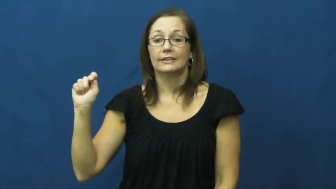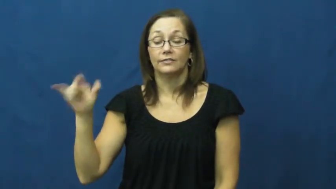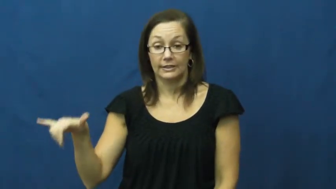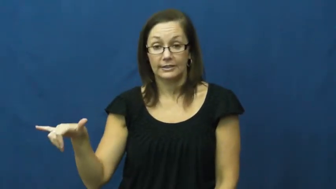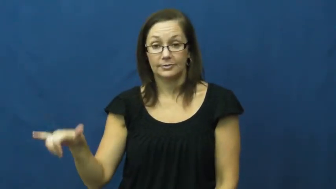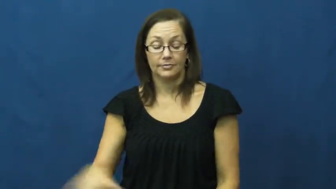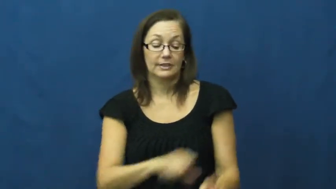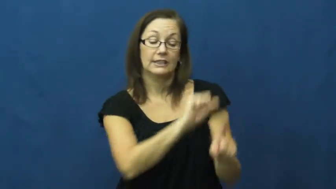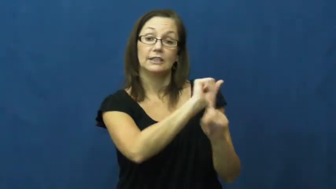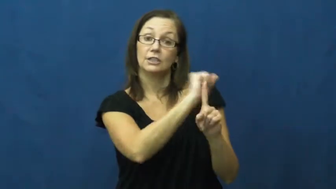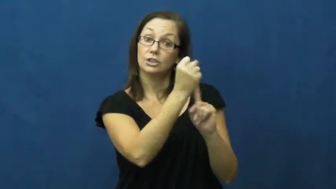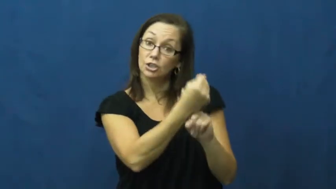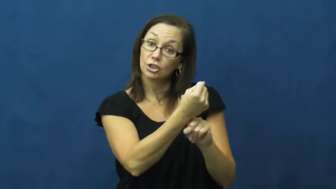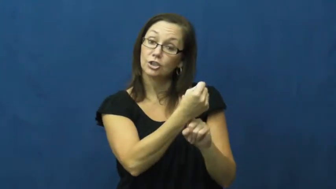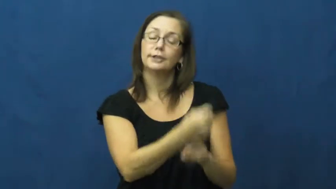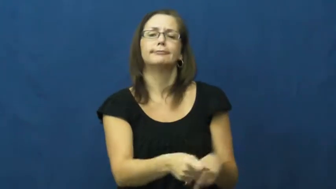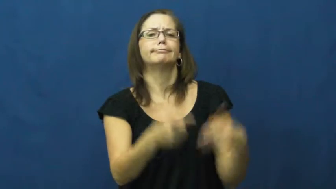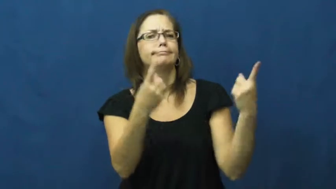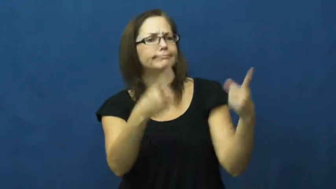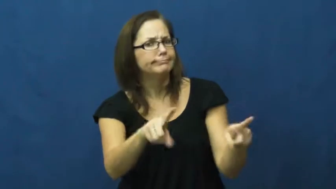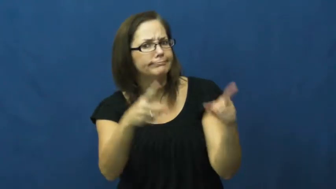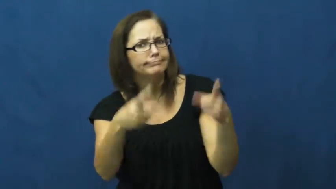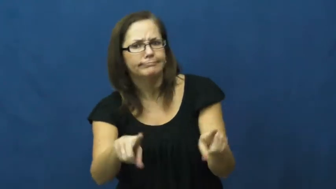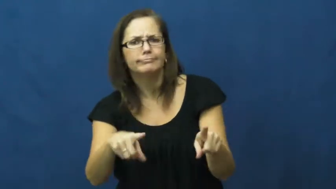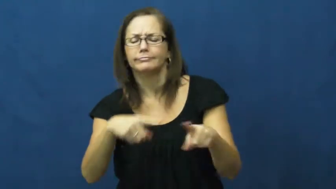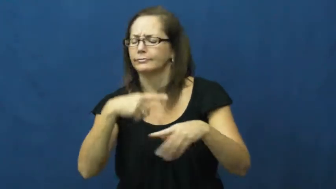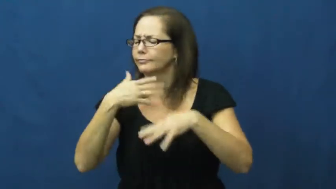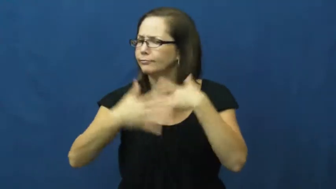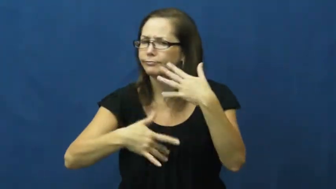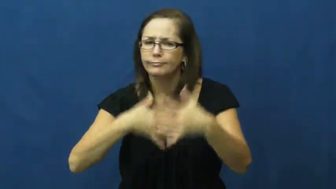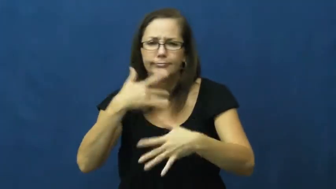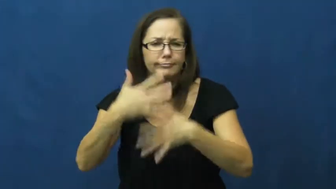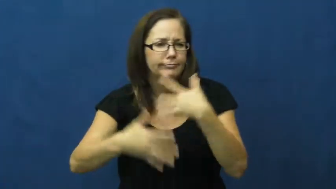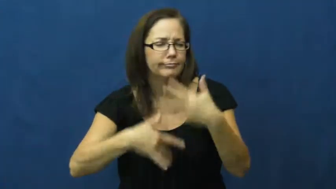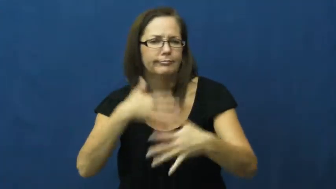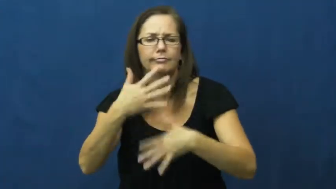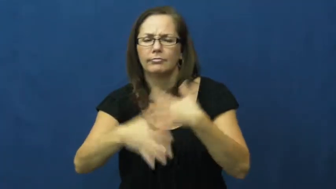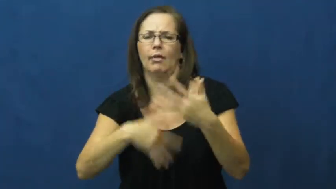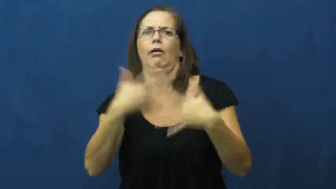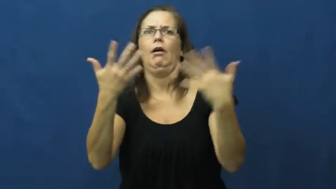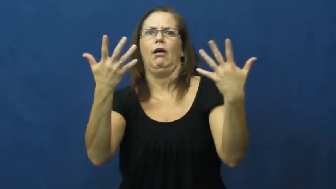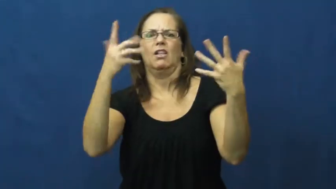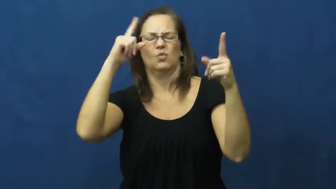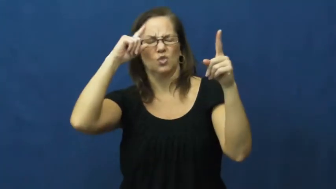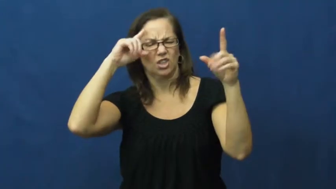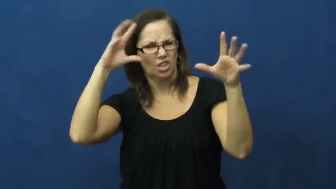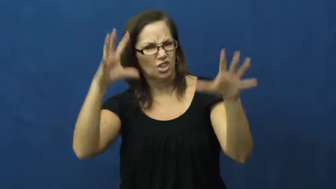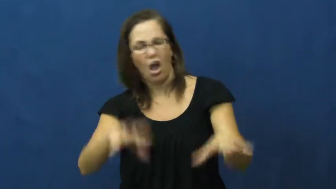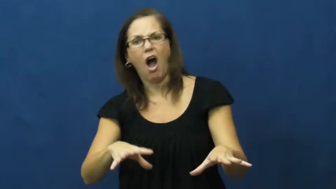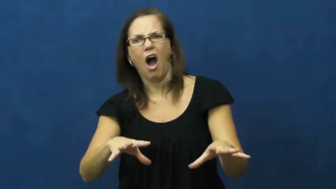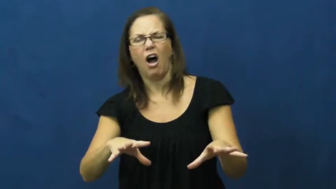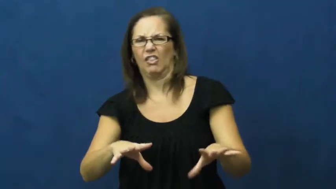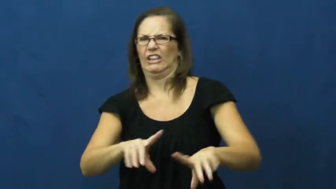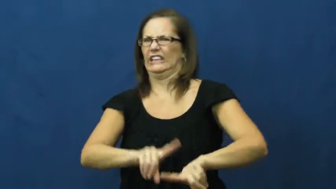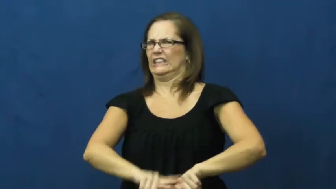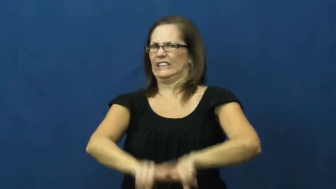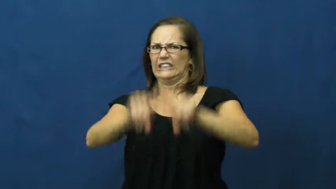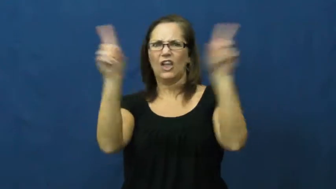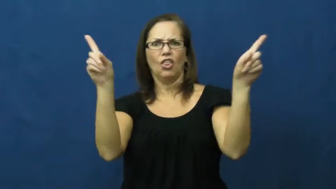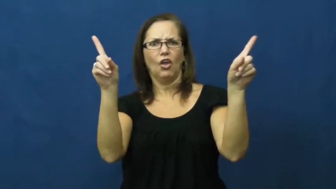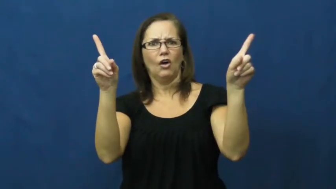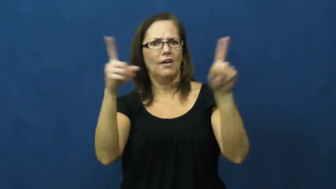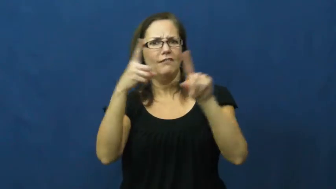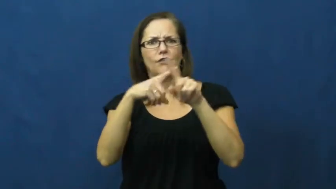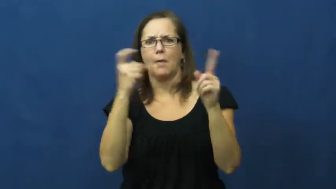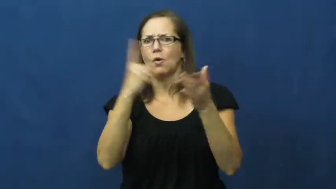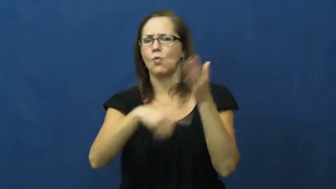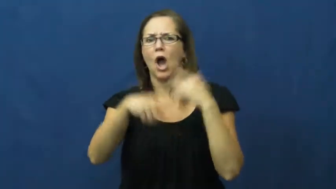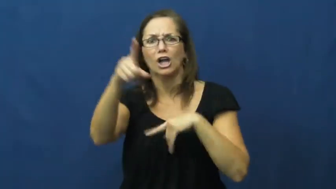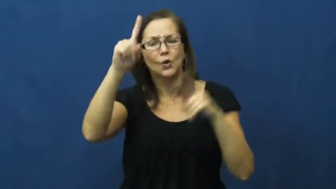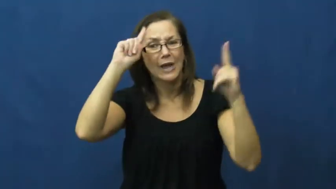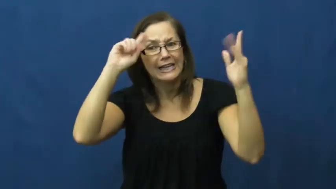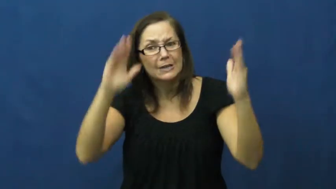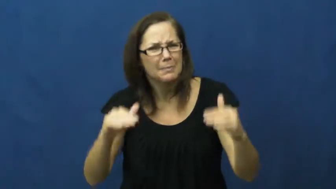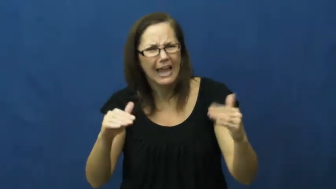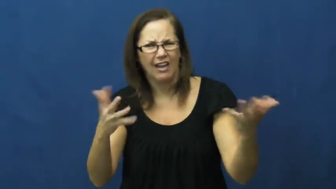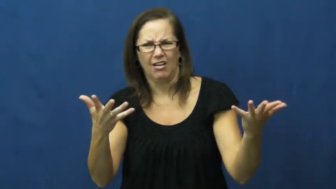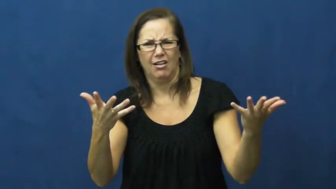travesty